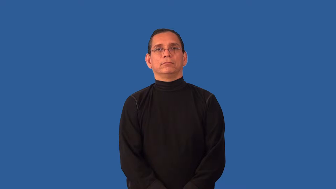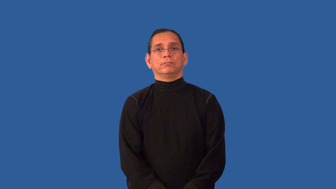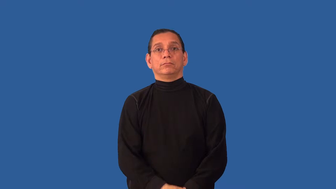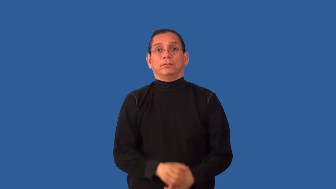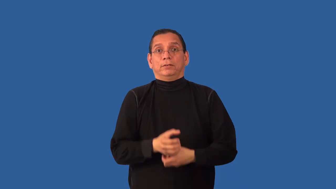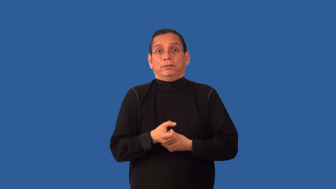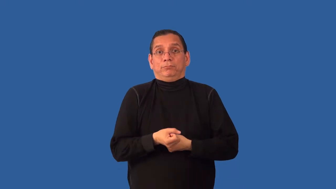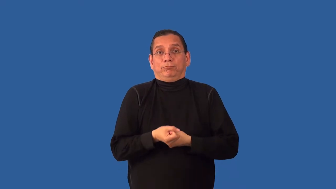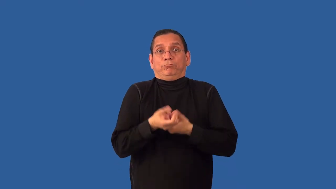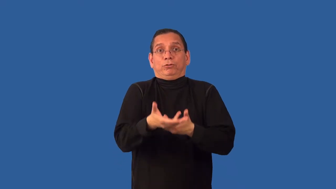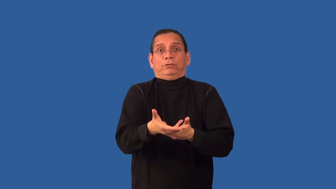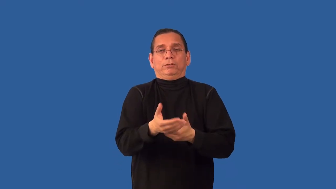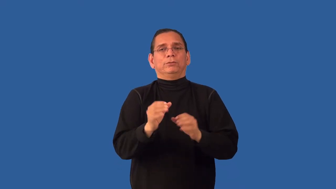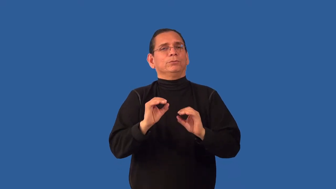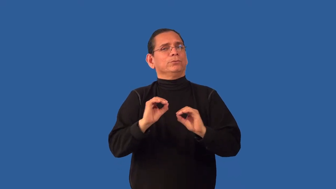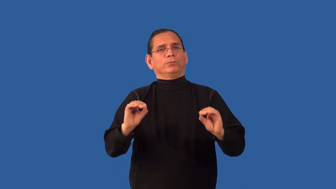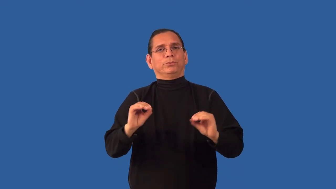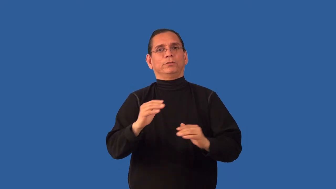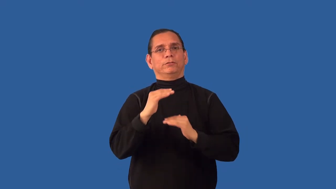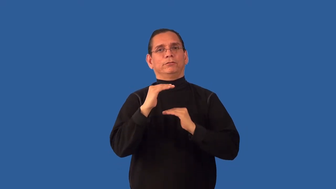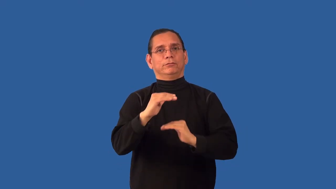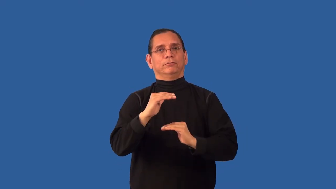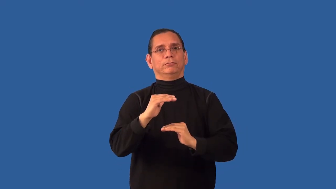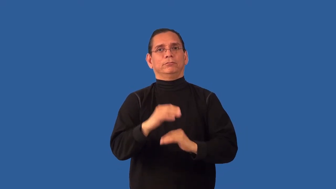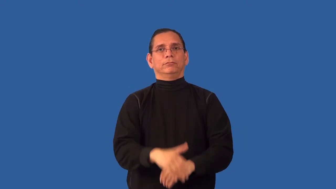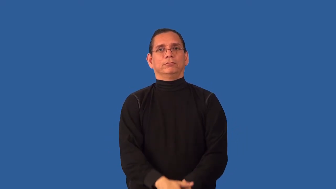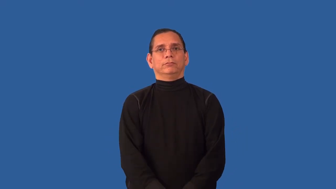uninhibited